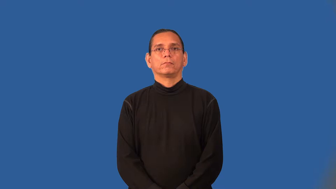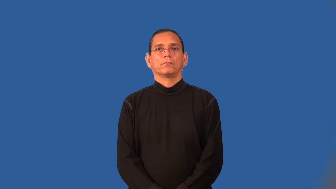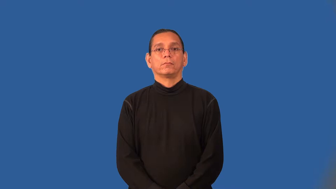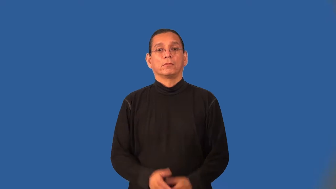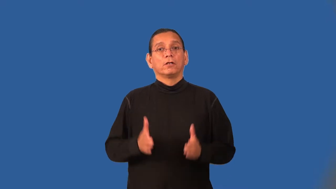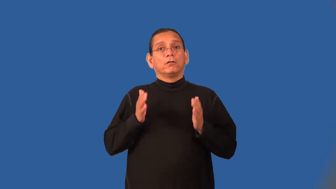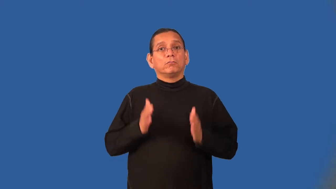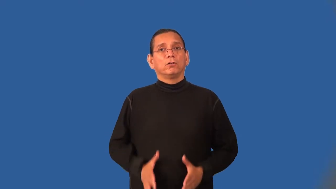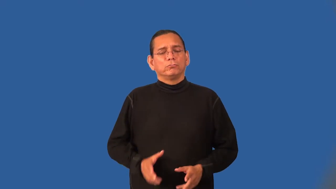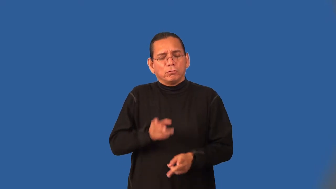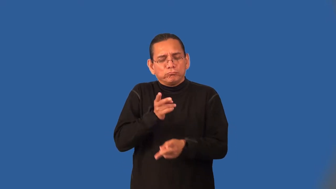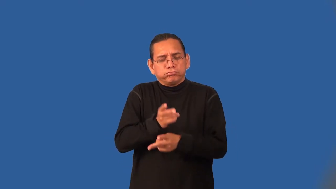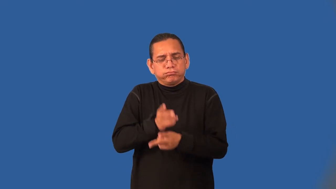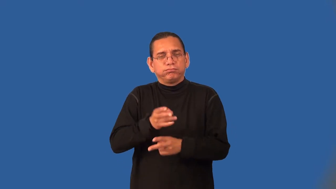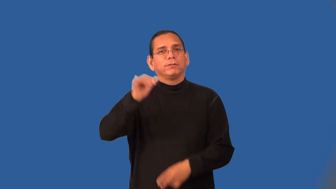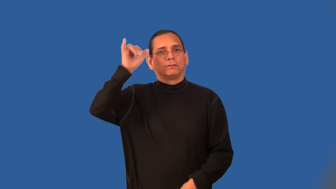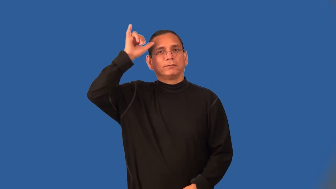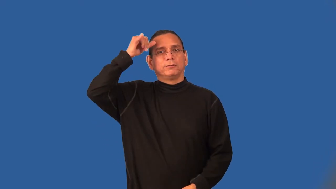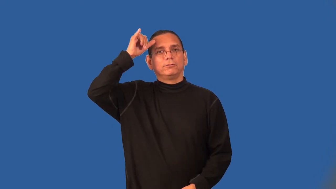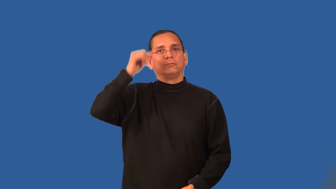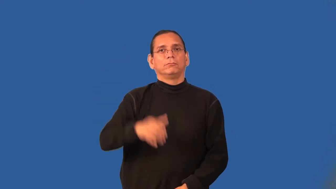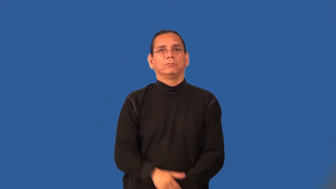cattleman